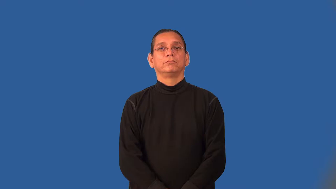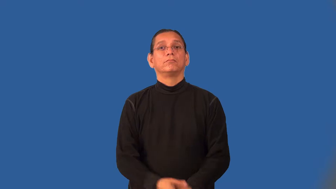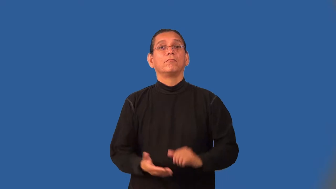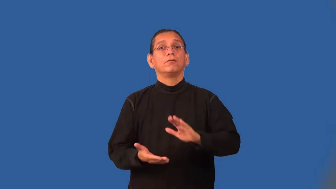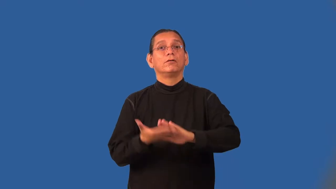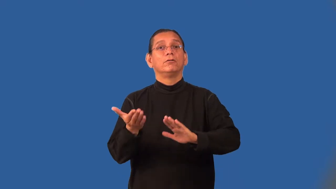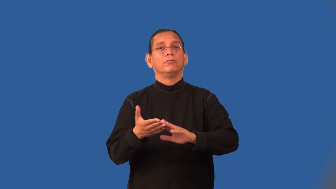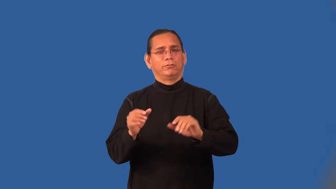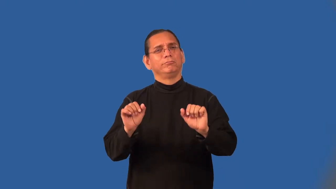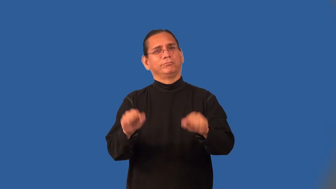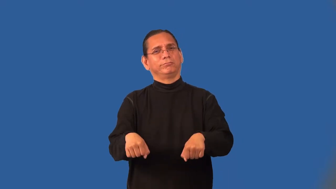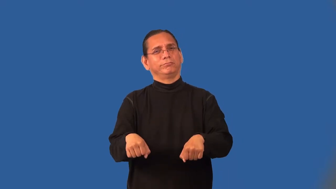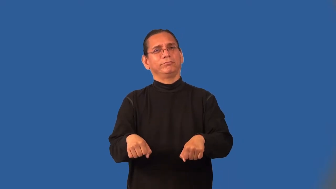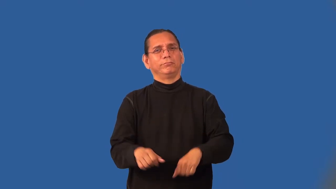operable-machine